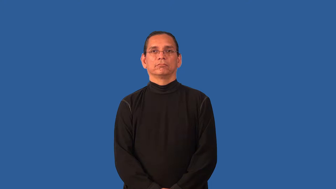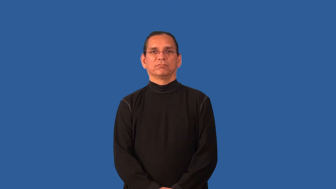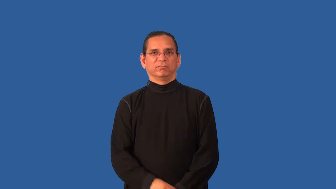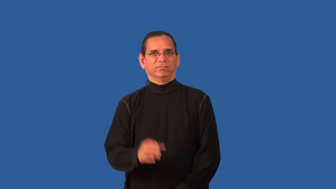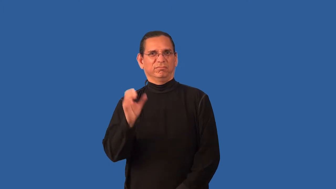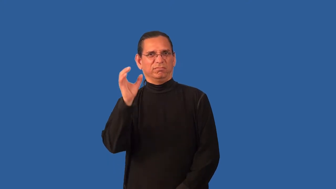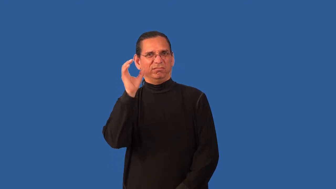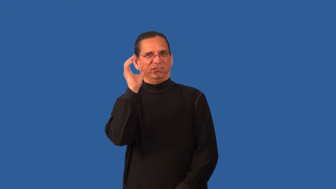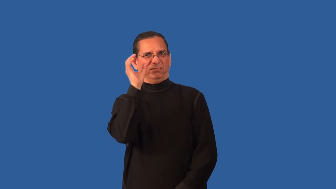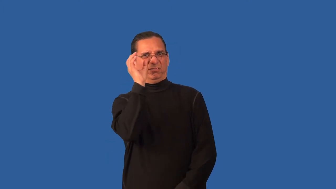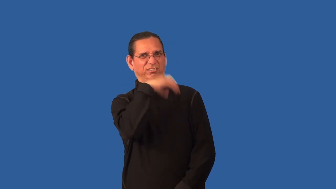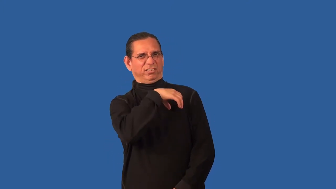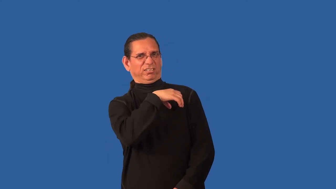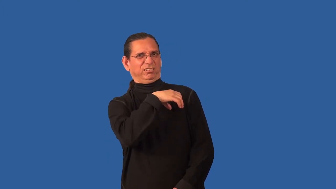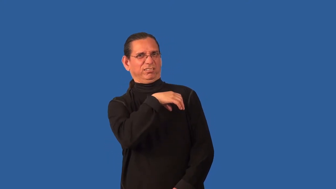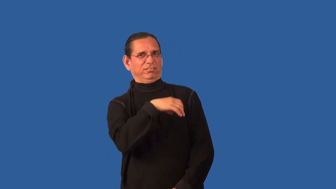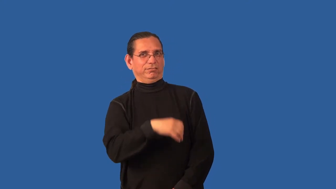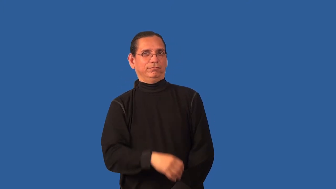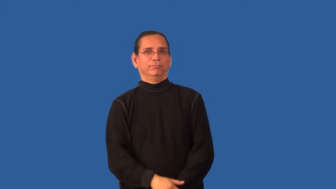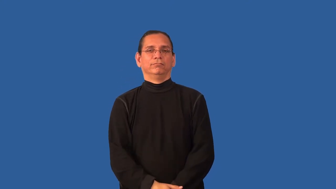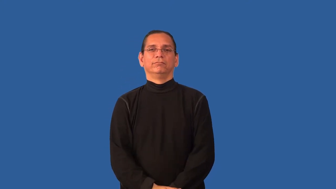uncanny